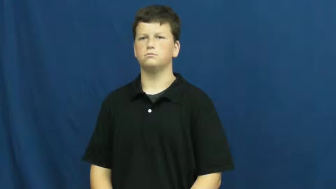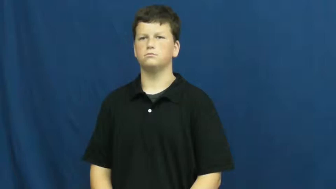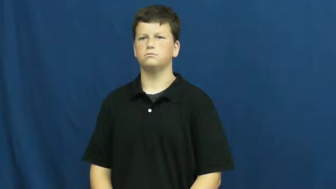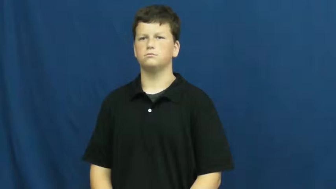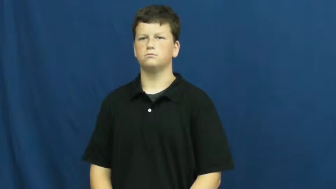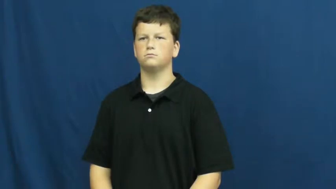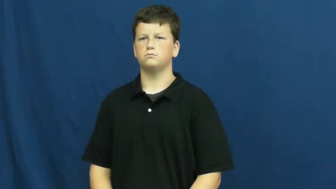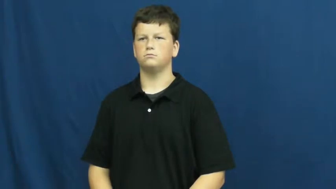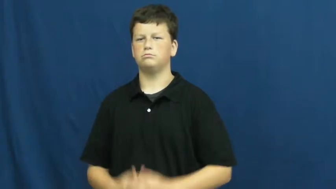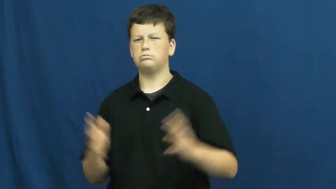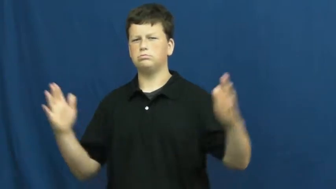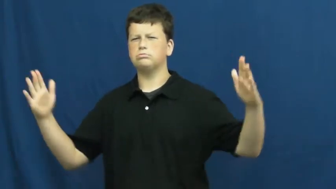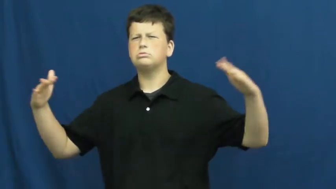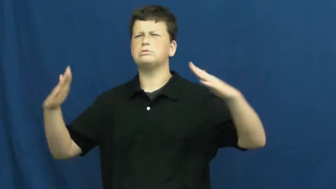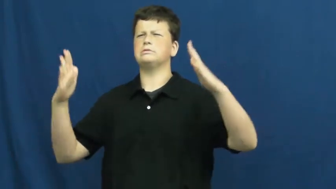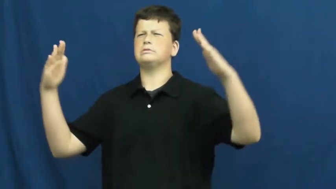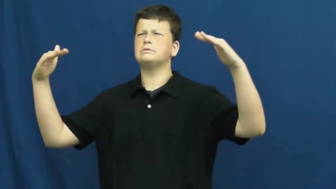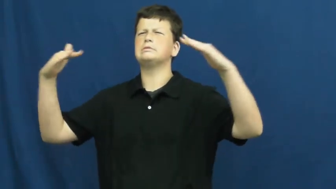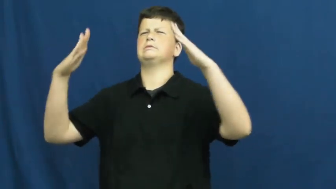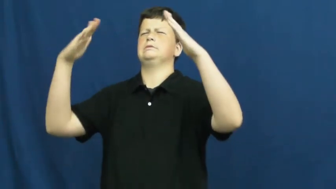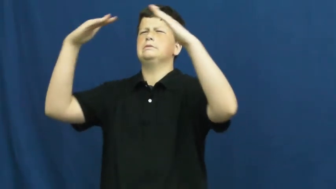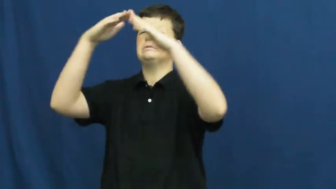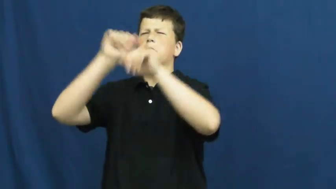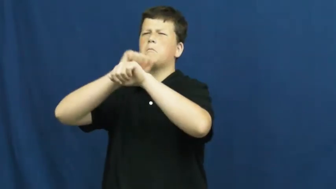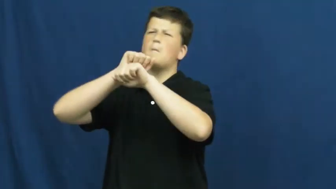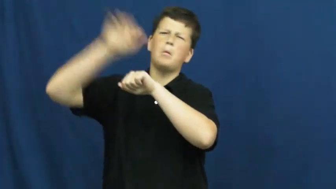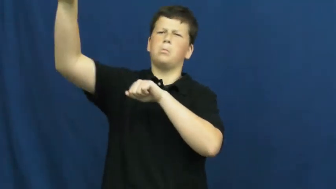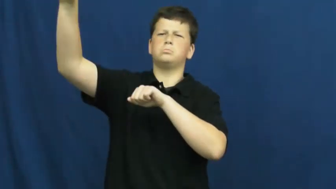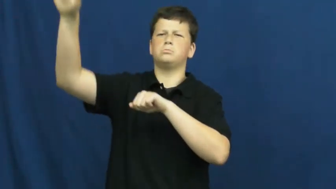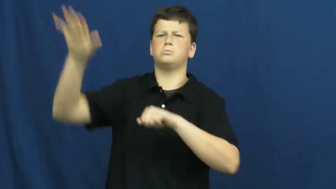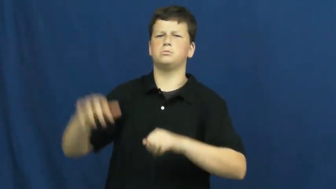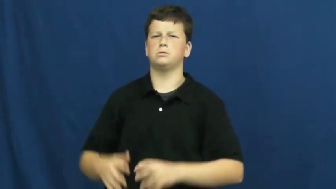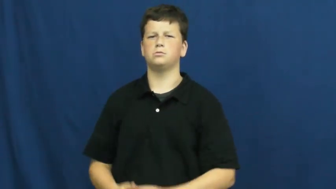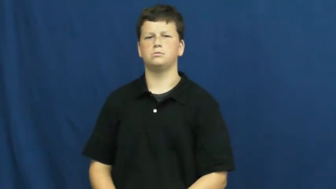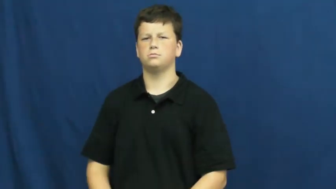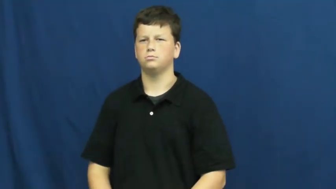summit